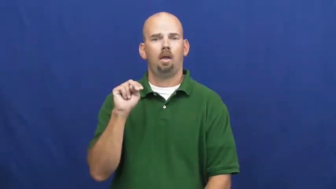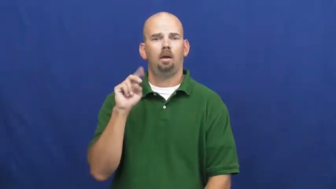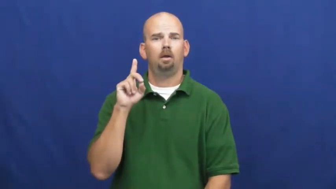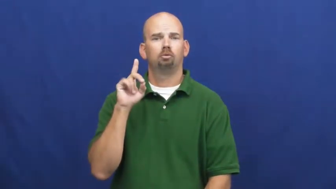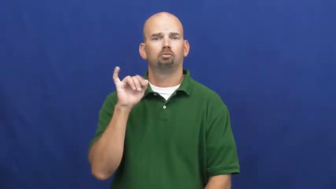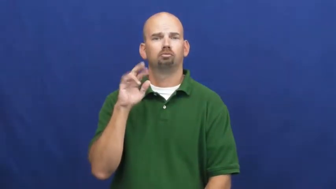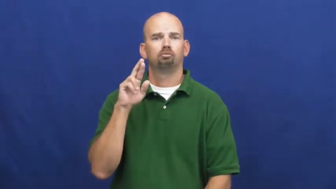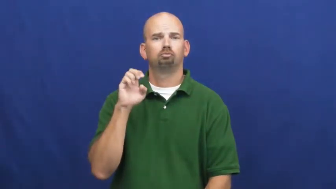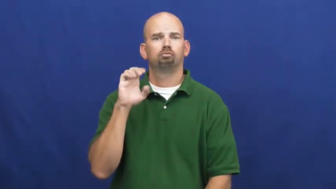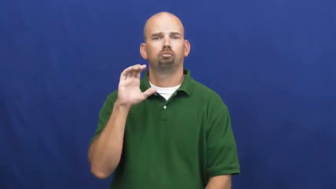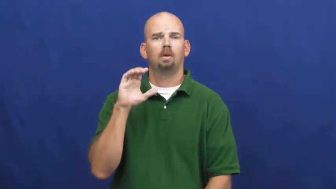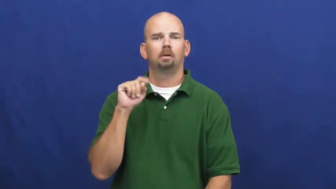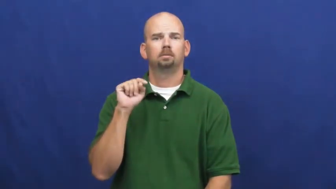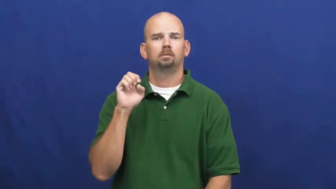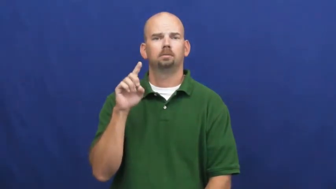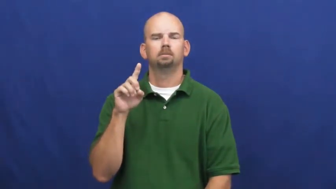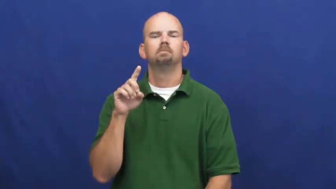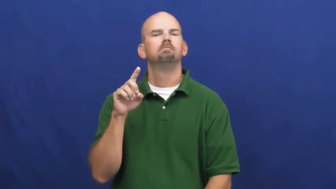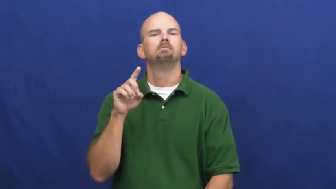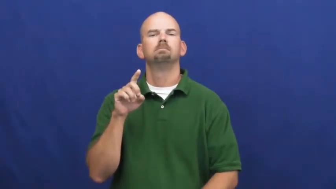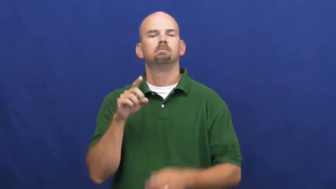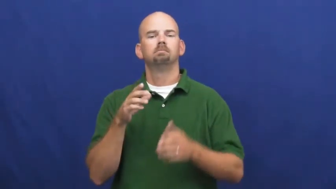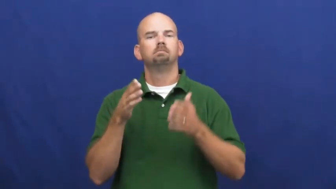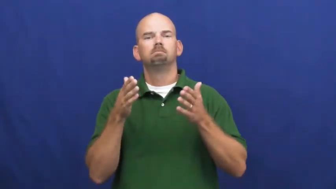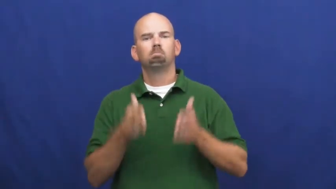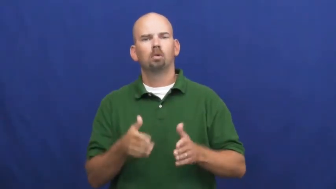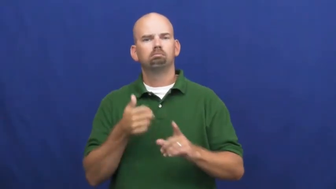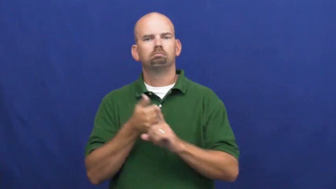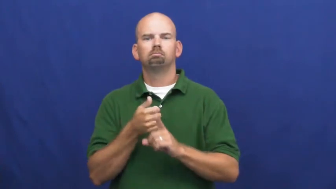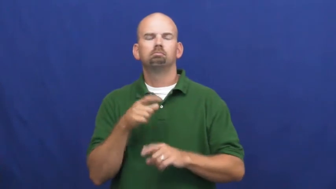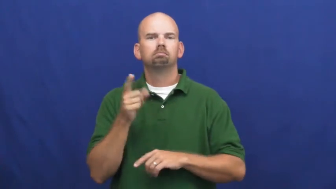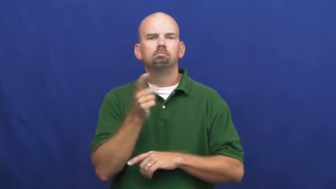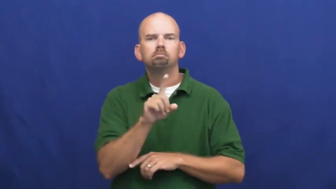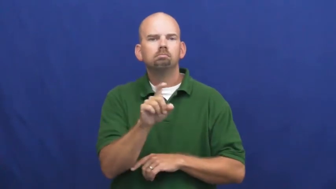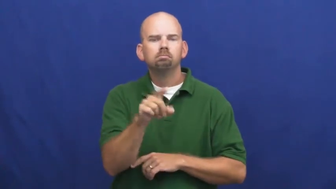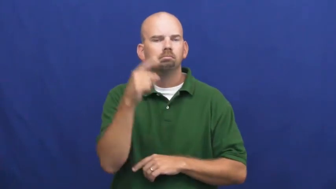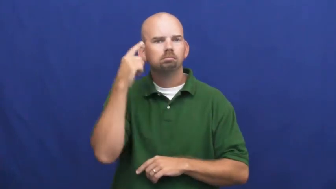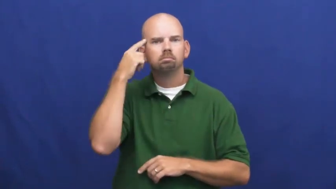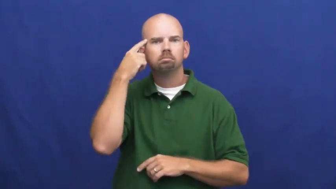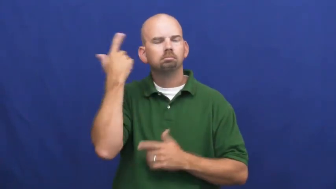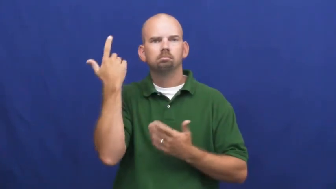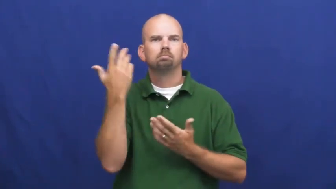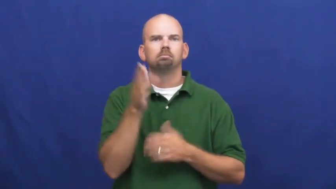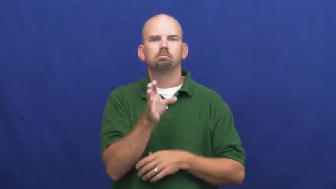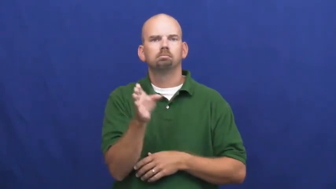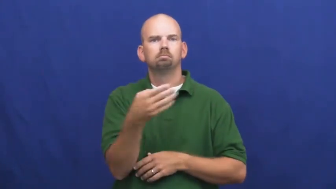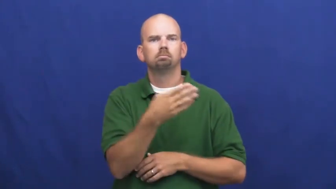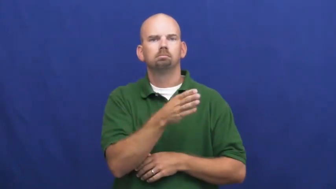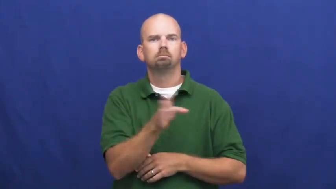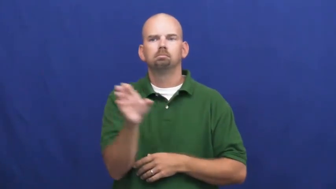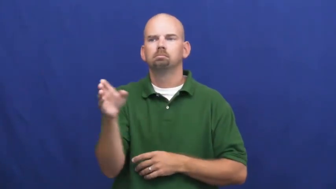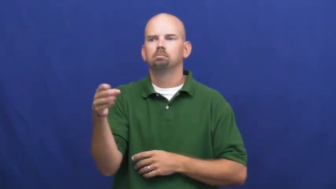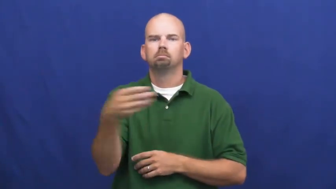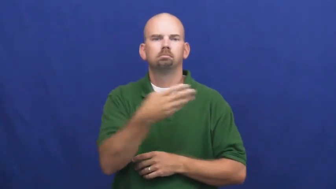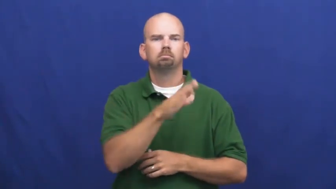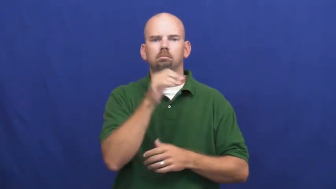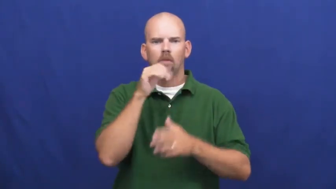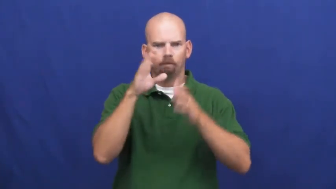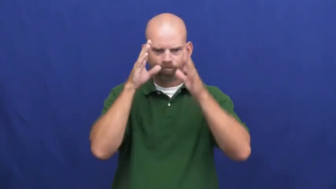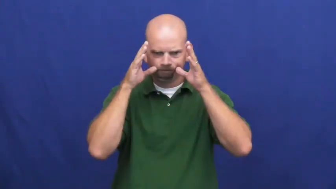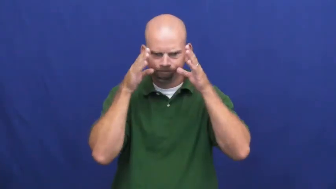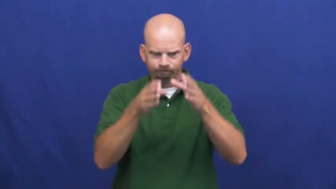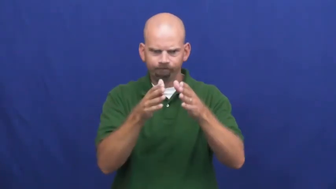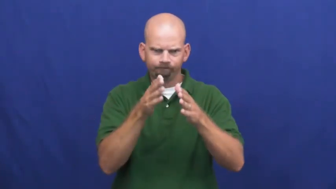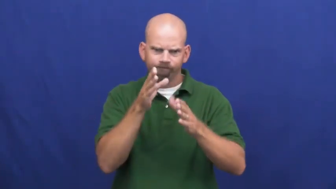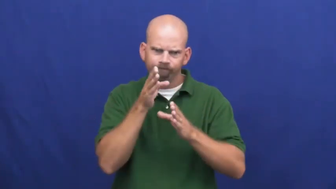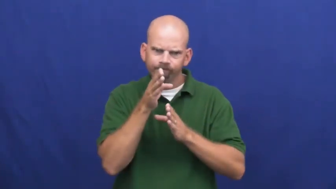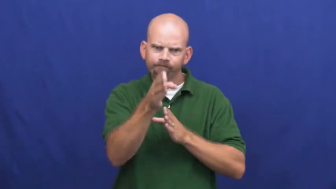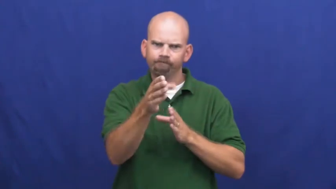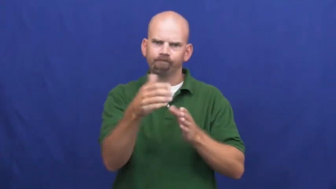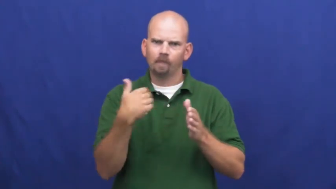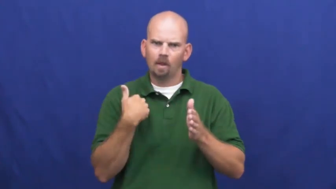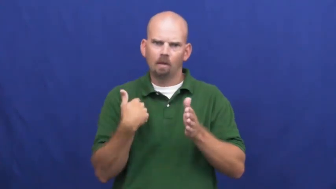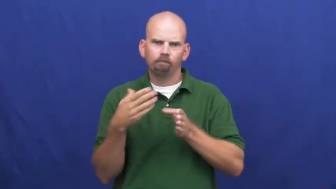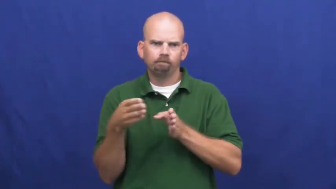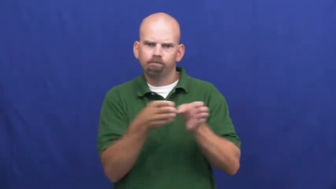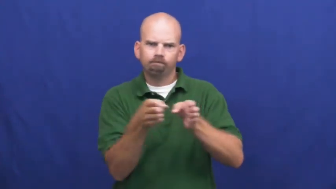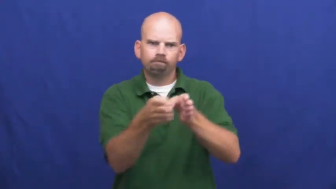undirected